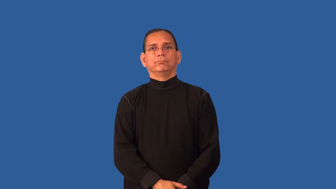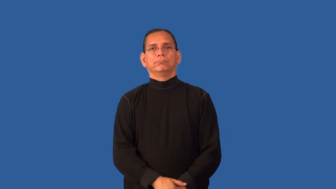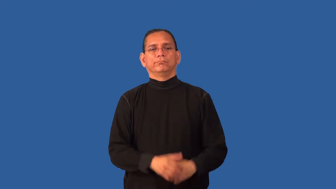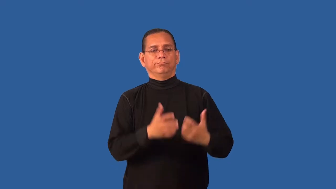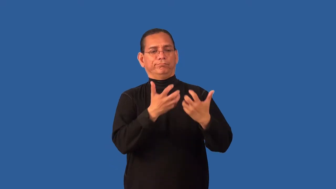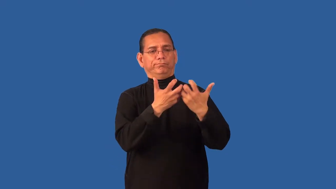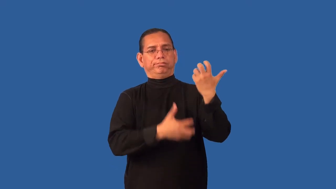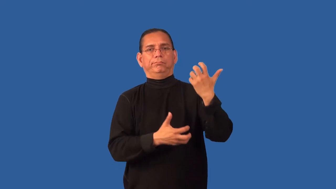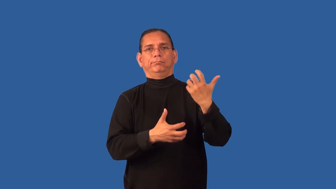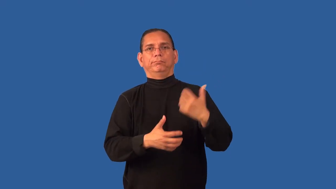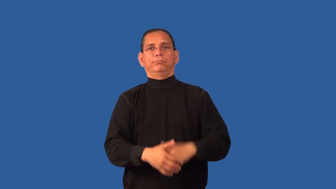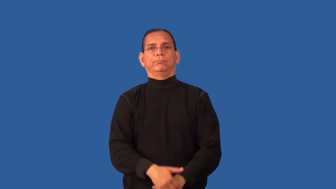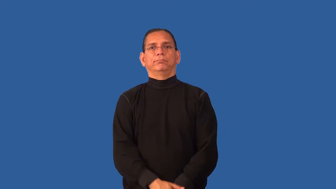disjointed,dislocate